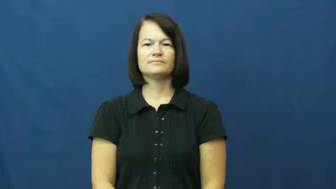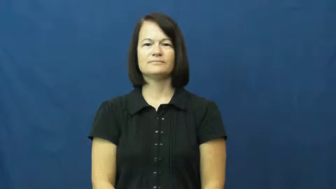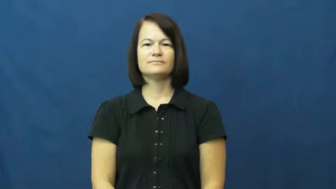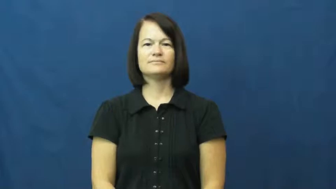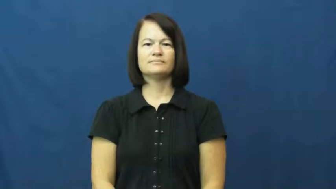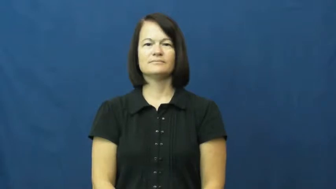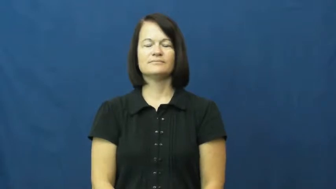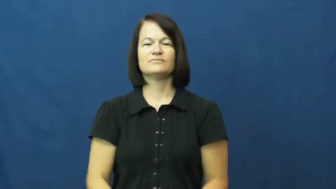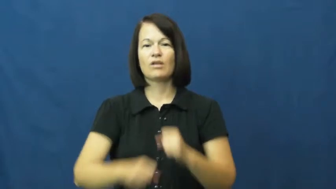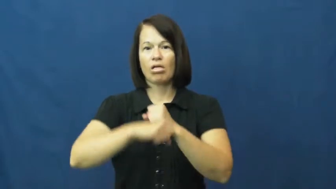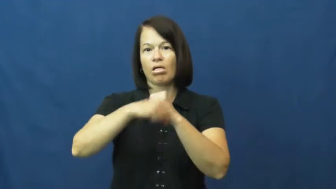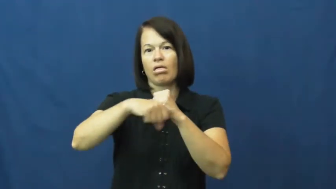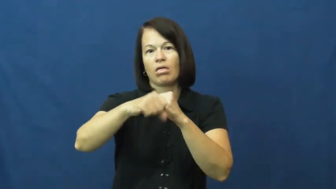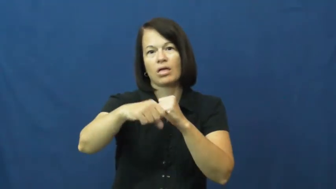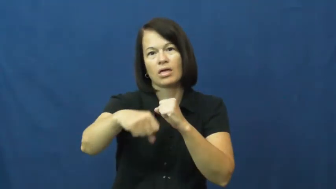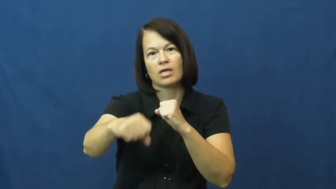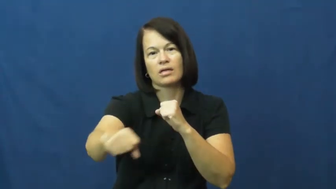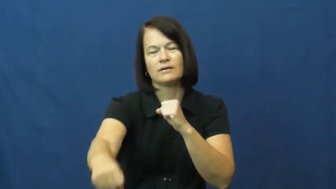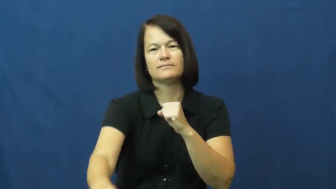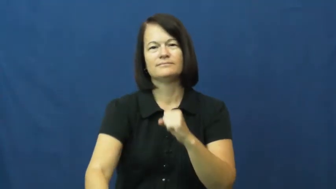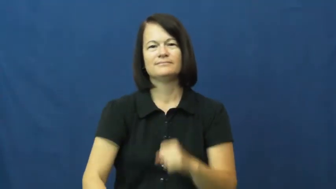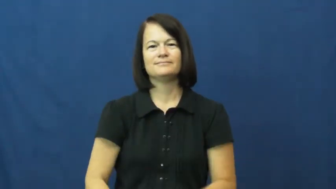run on